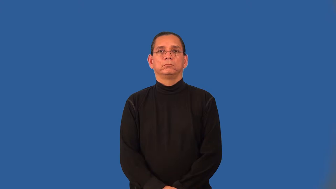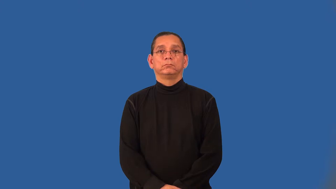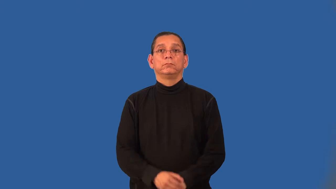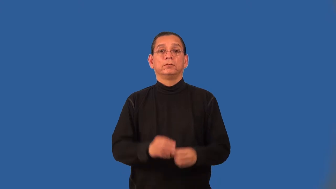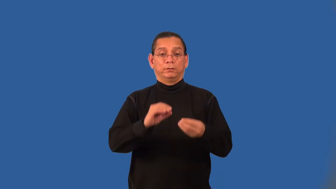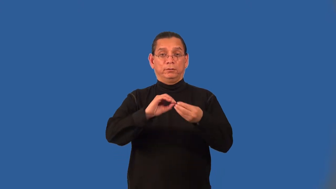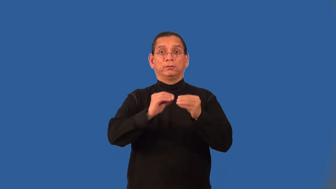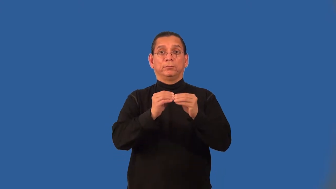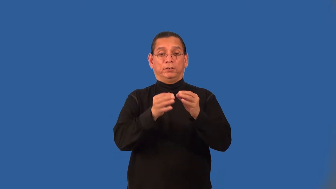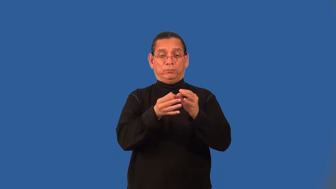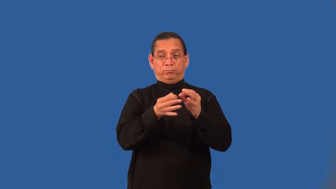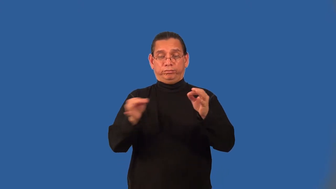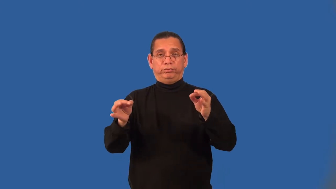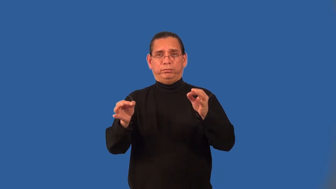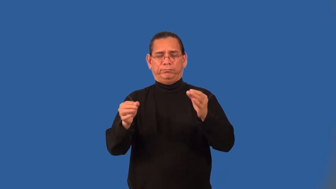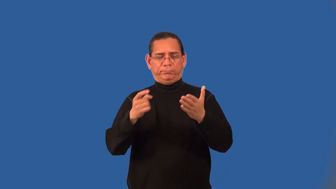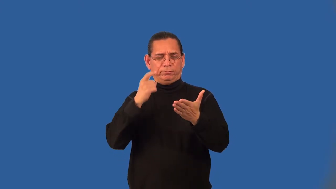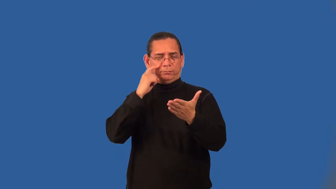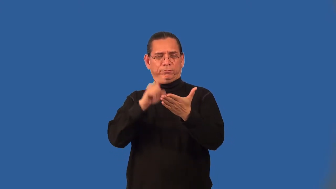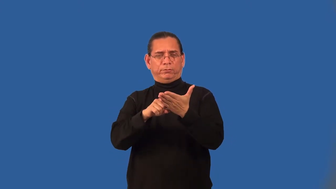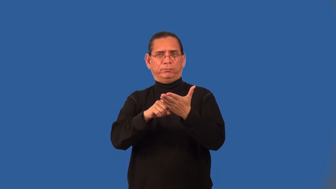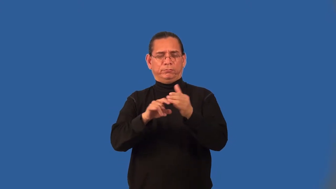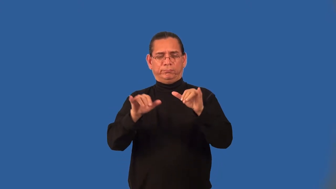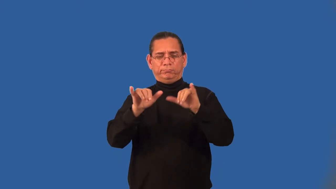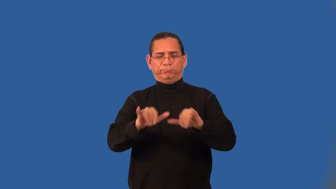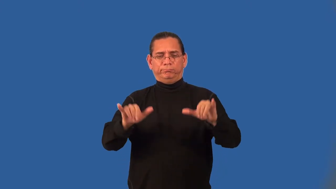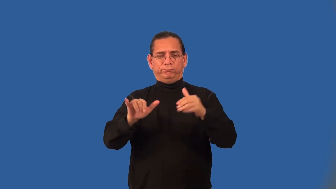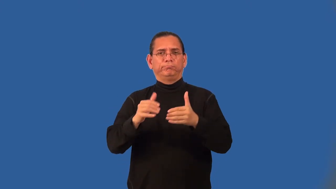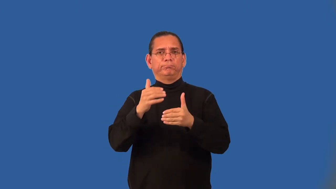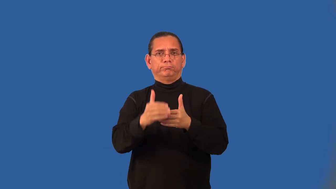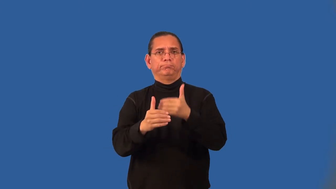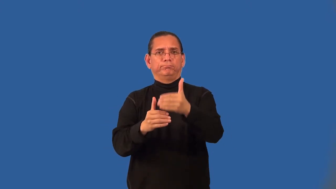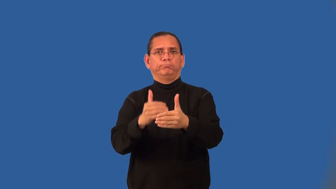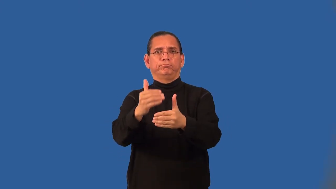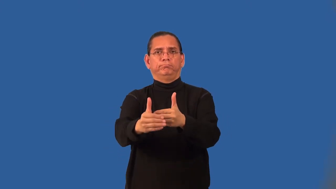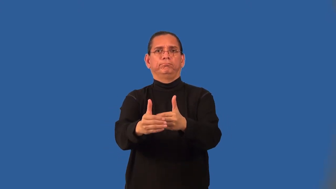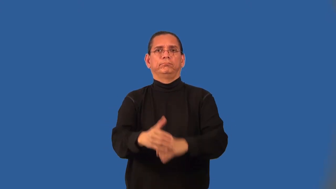arithmetic series